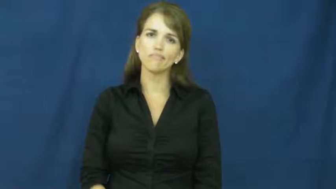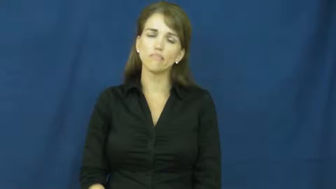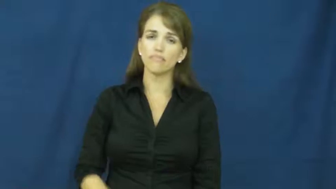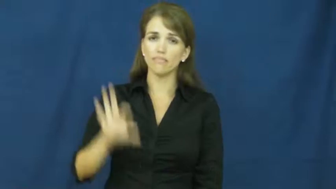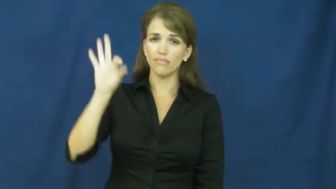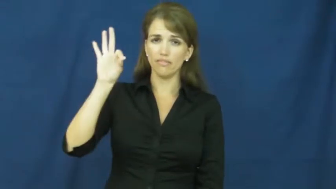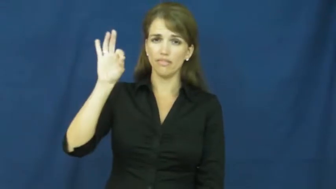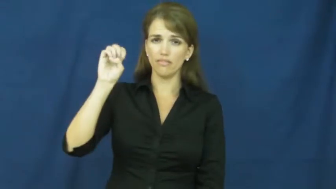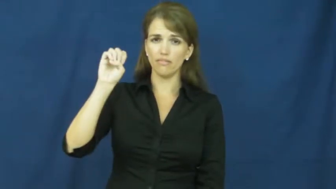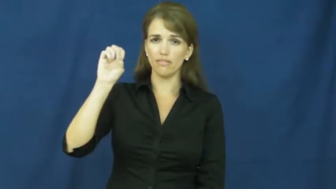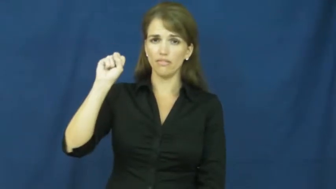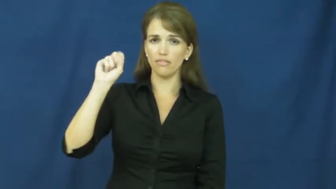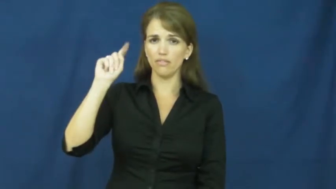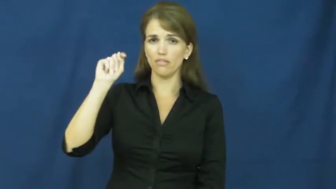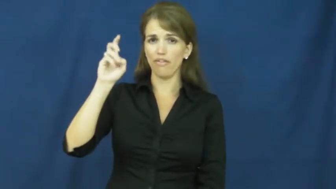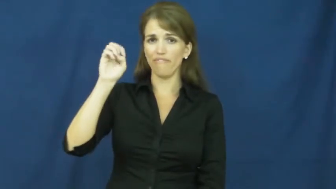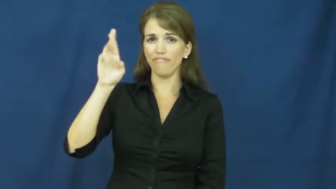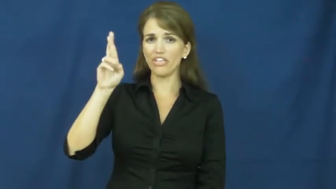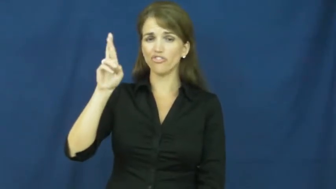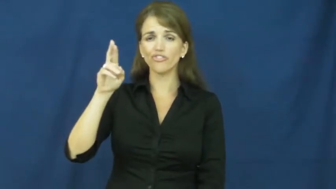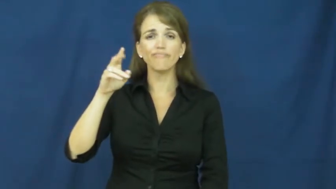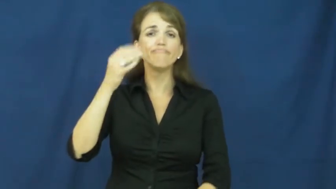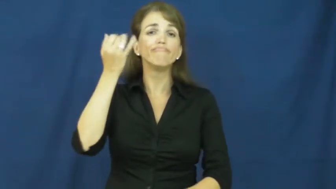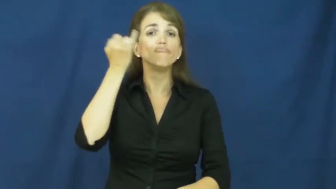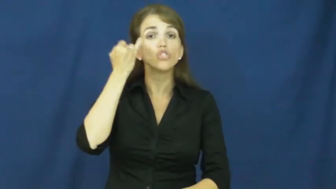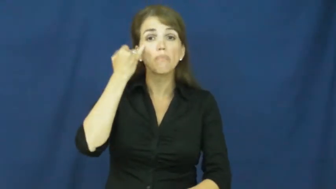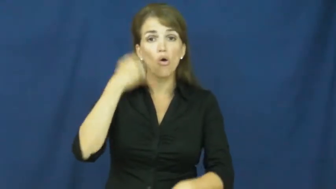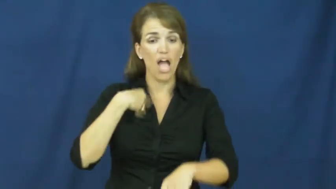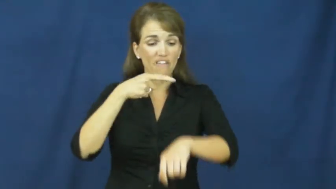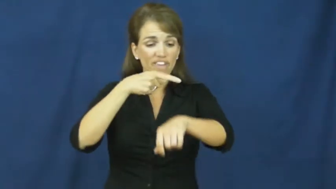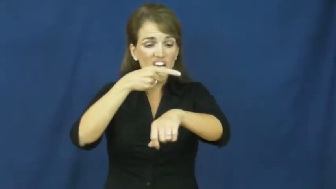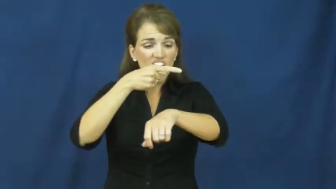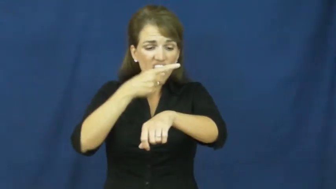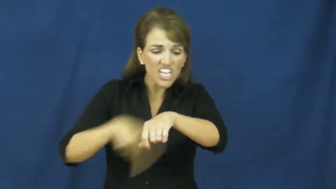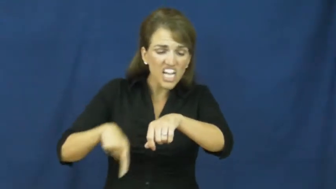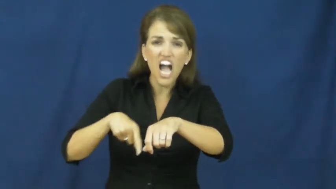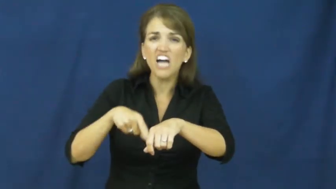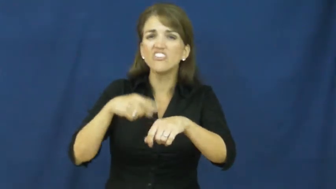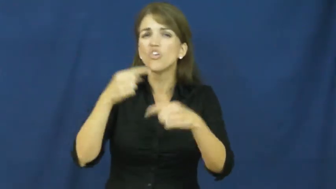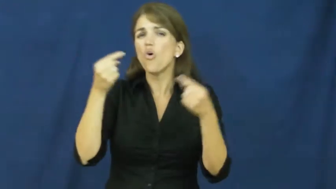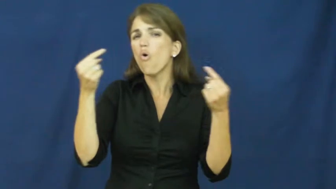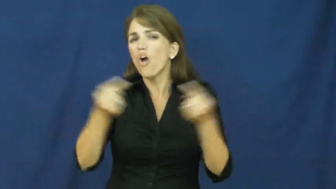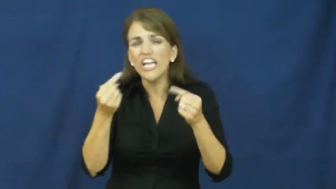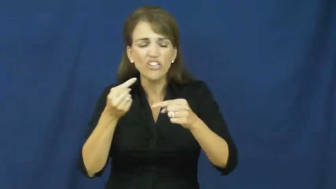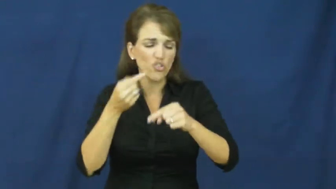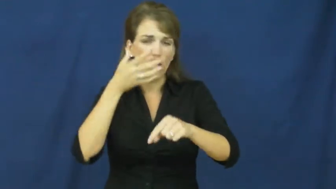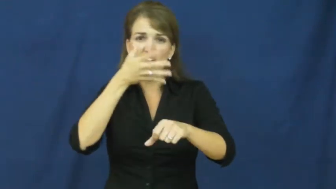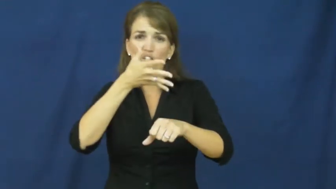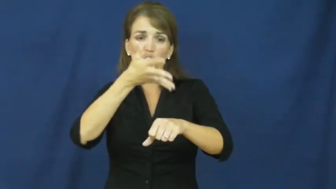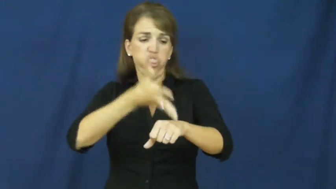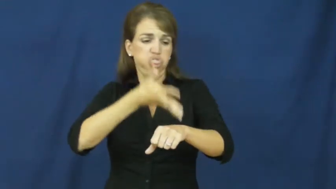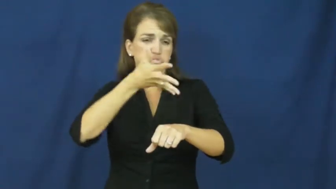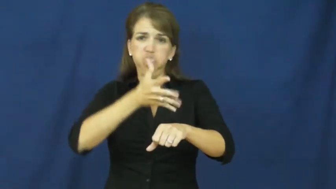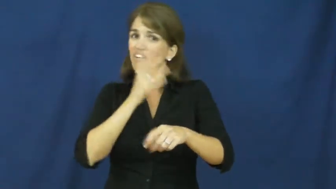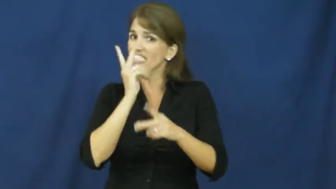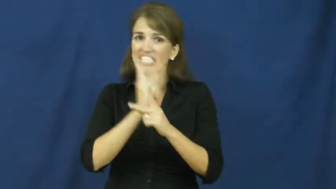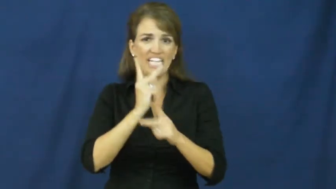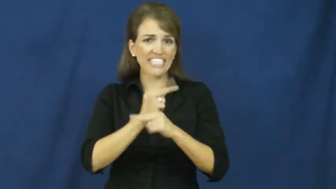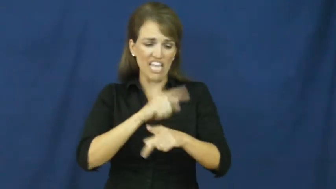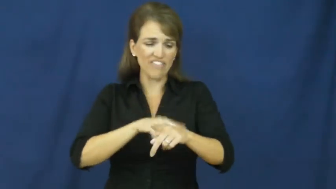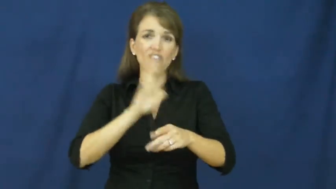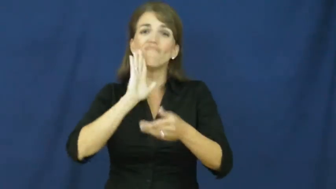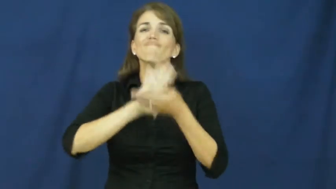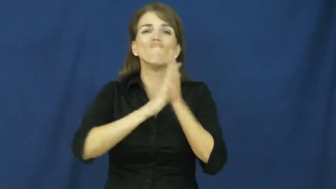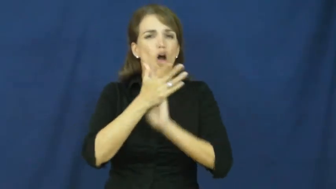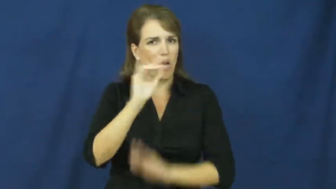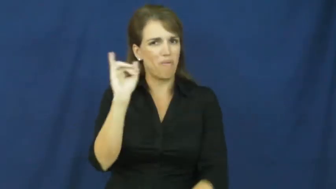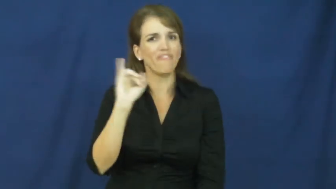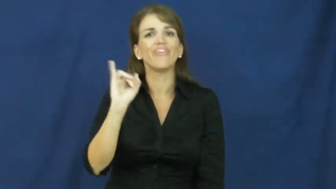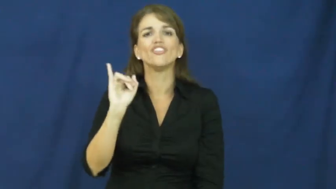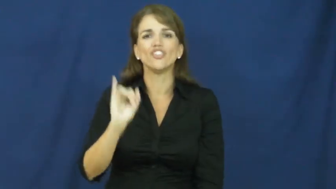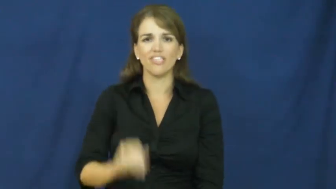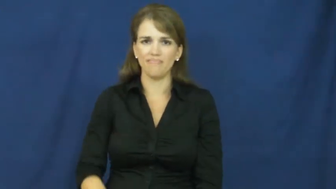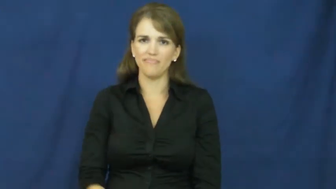fester-sore